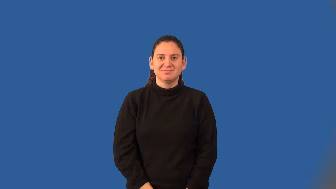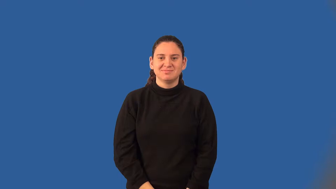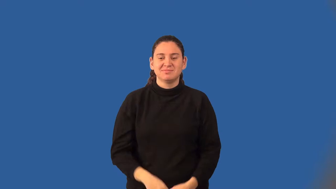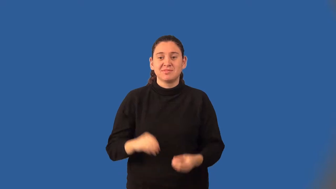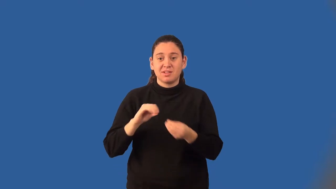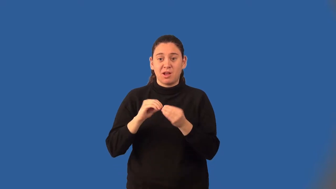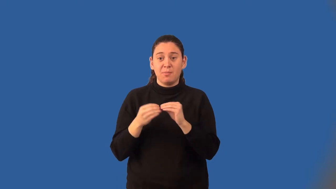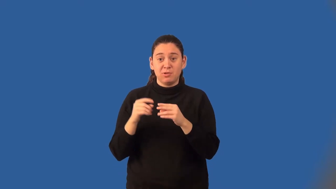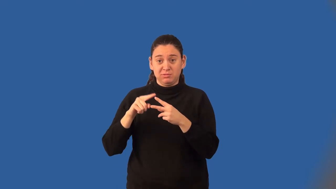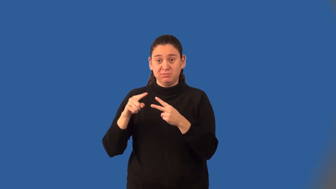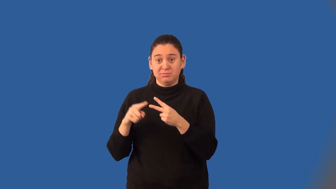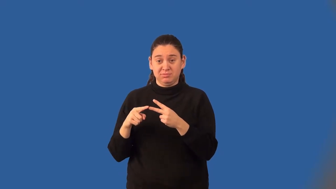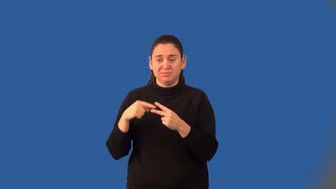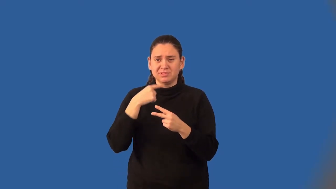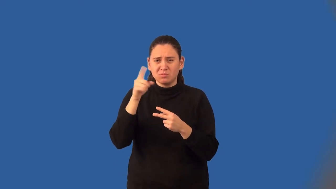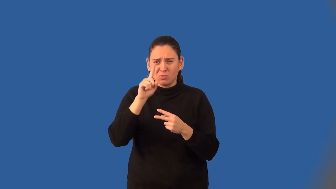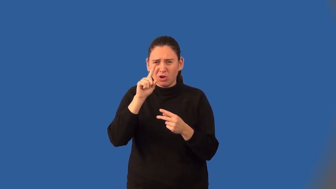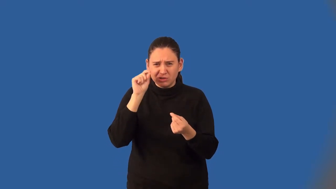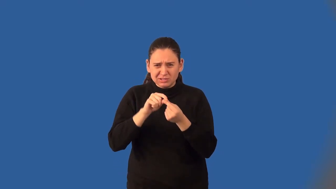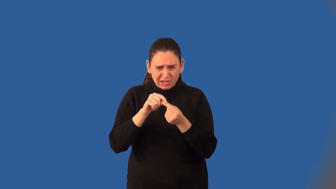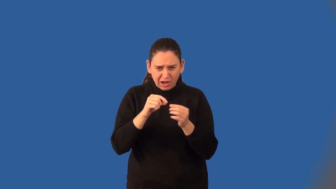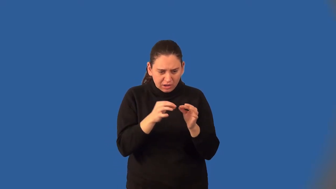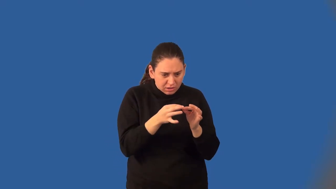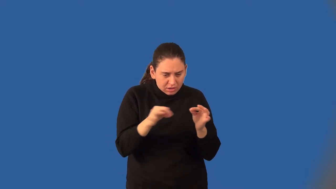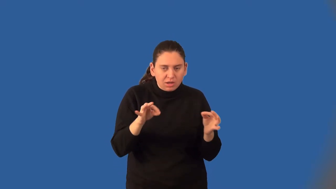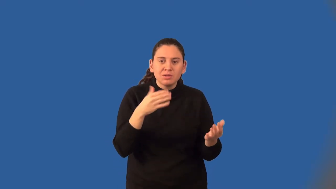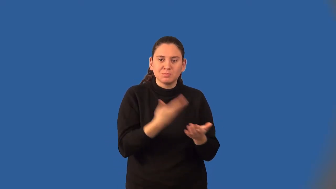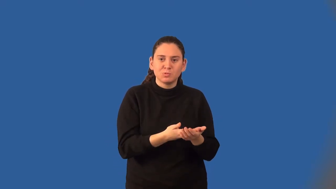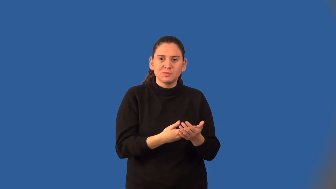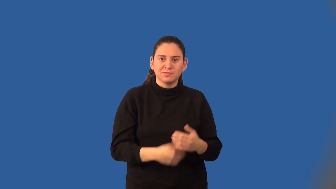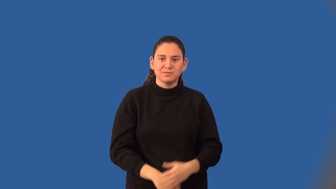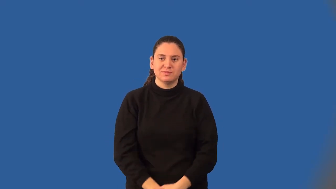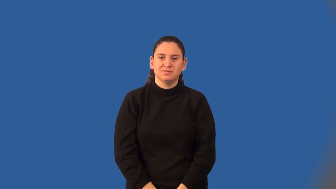coordinate proof